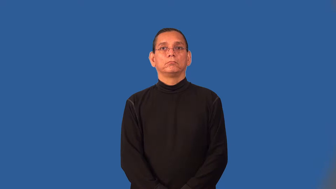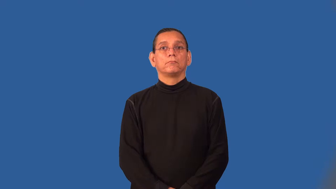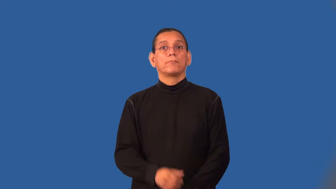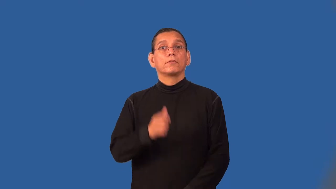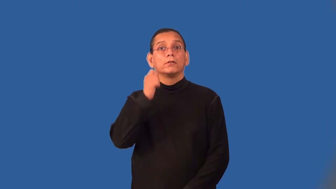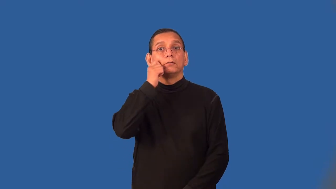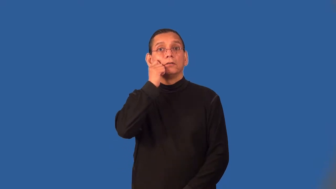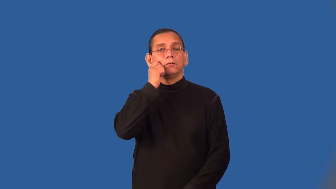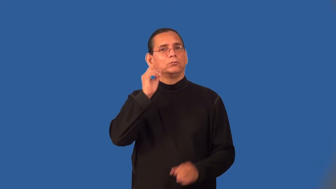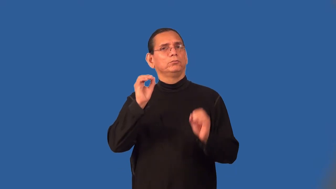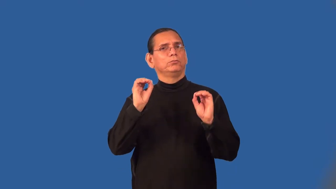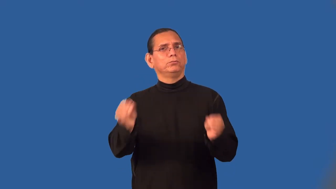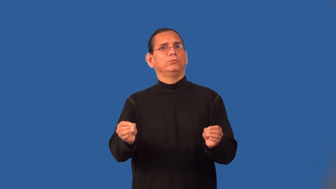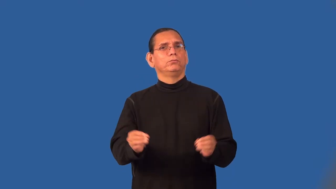skinless